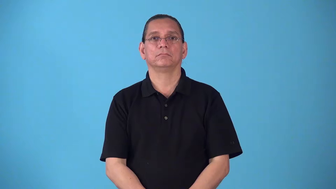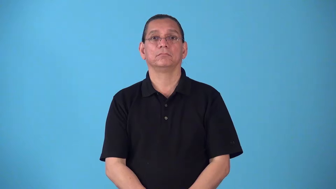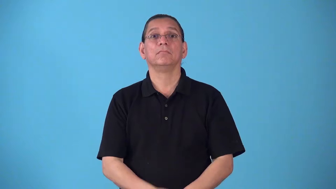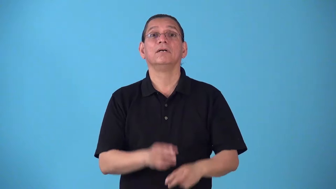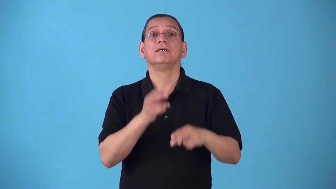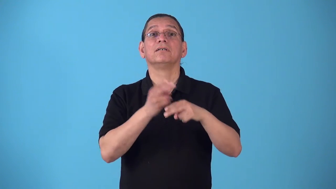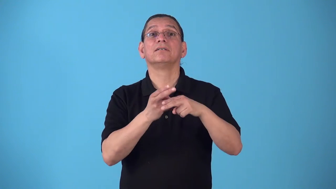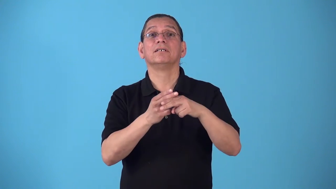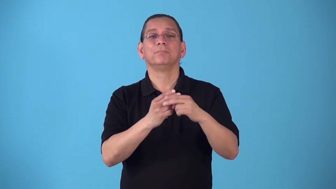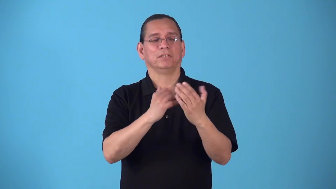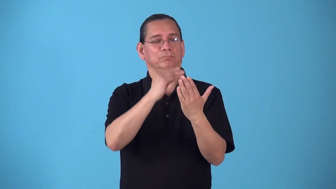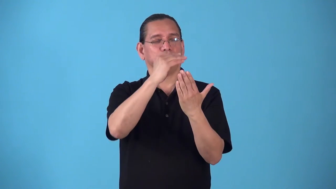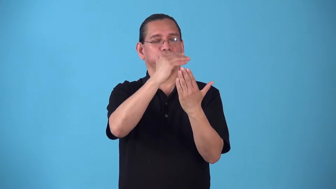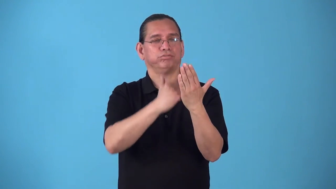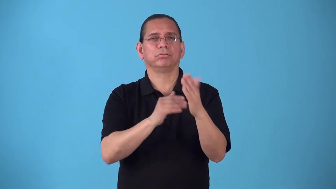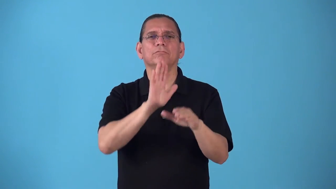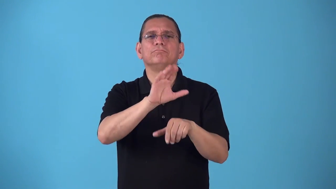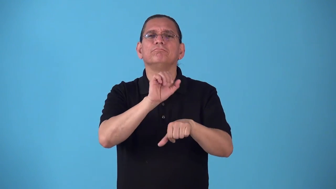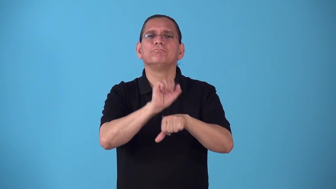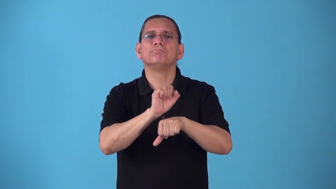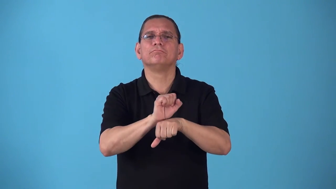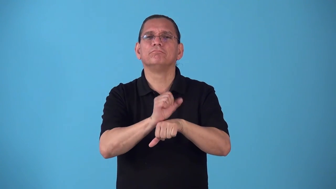rota